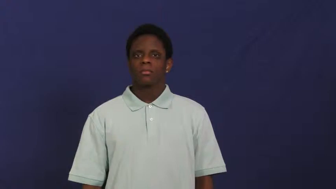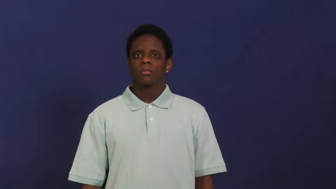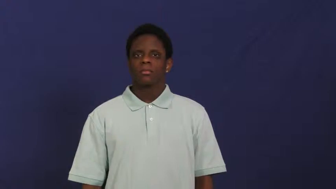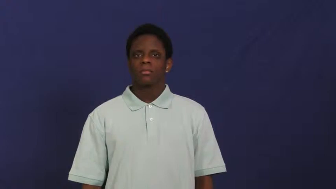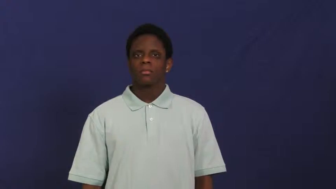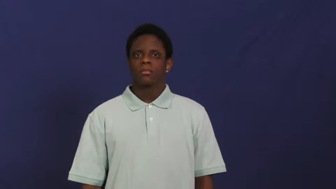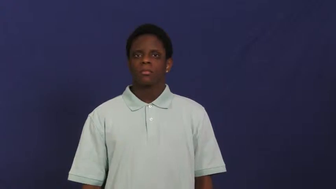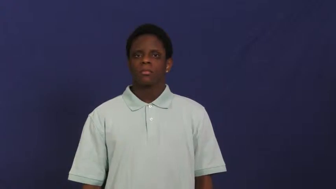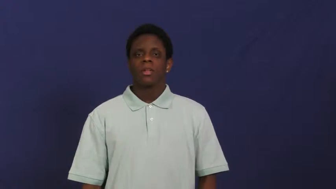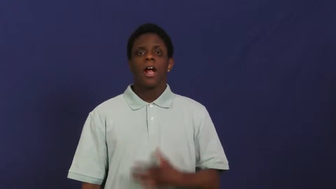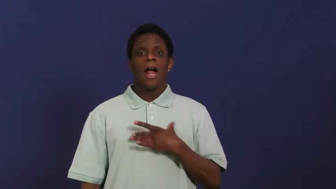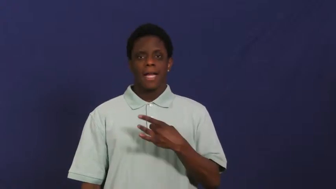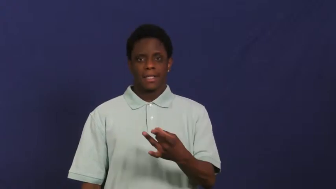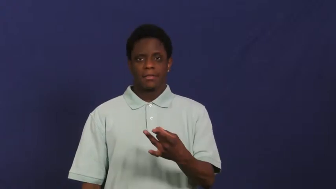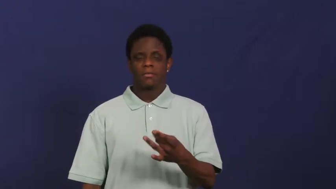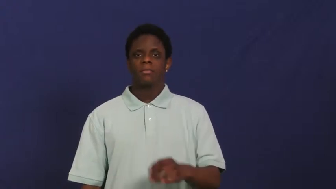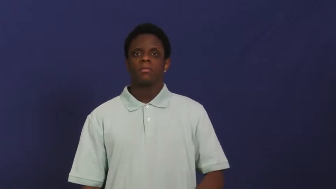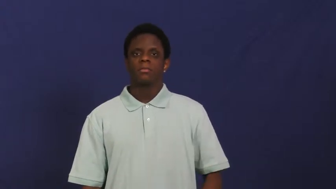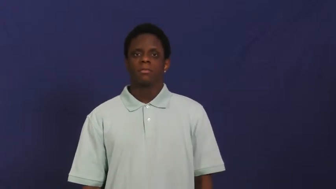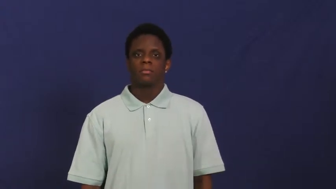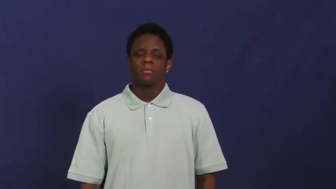go in for,take a liking to,take a shine to-like